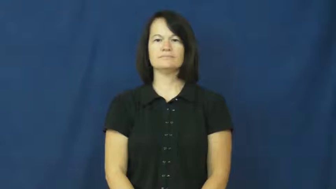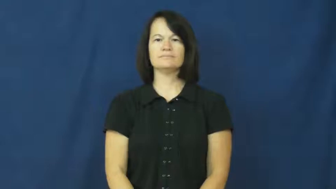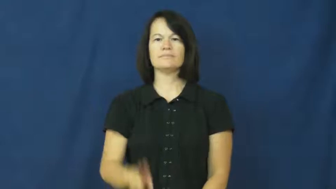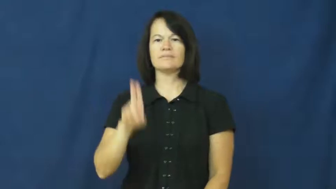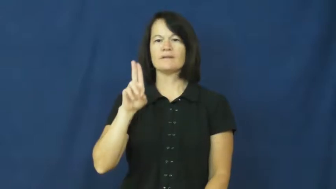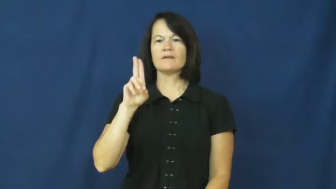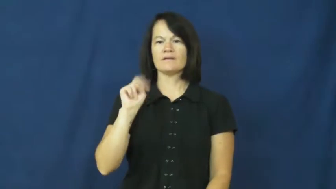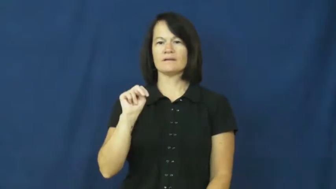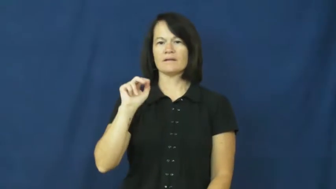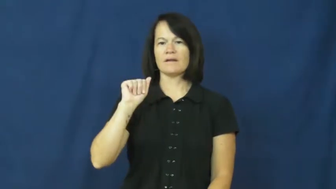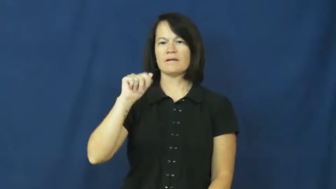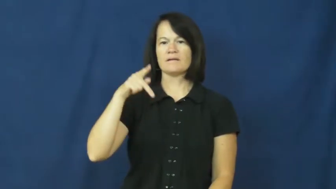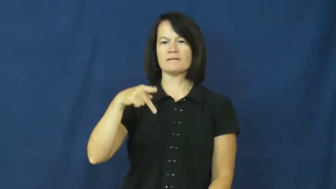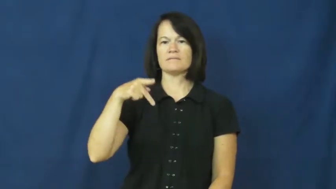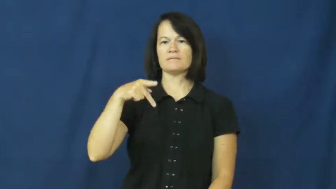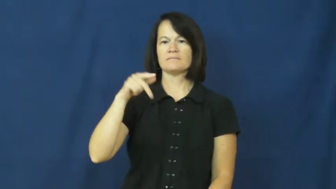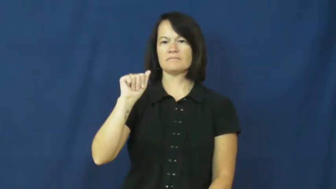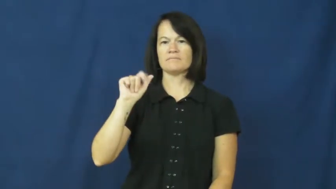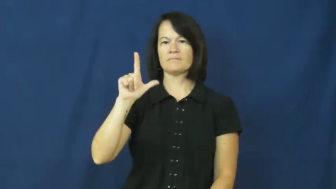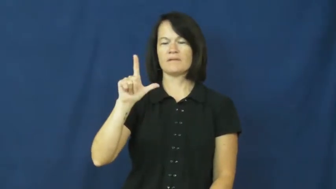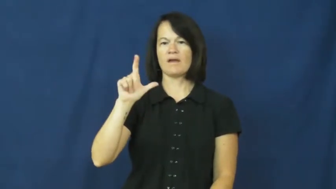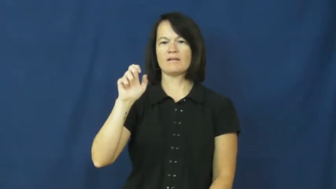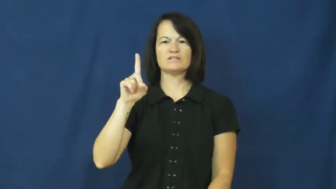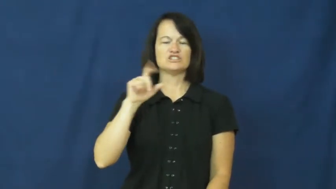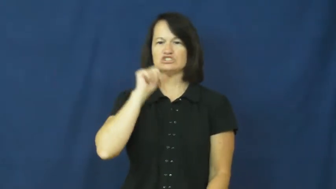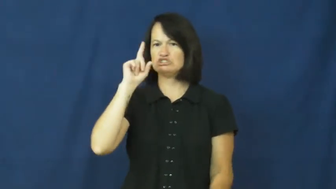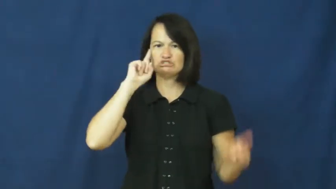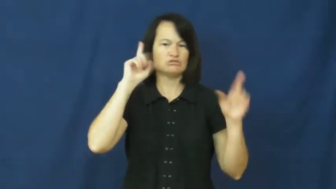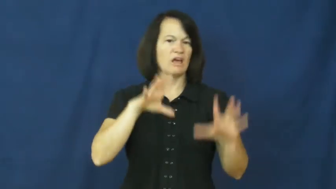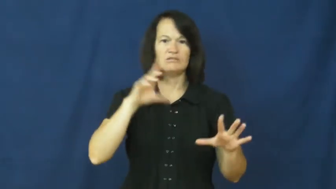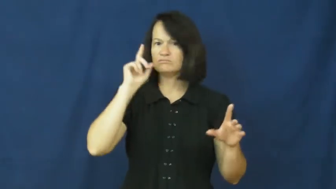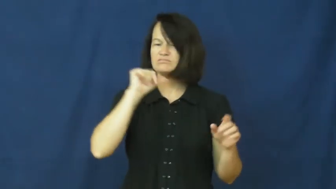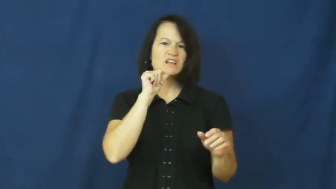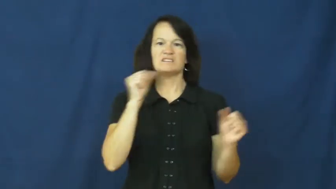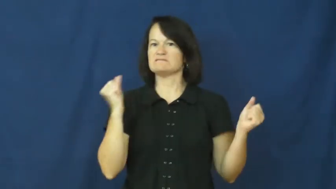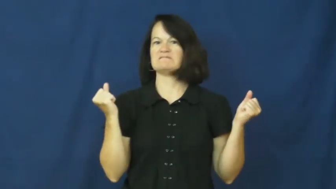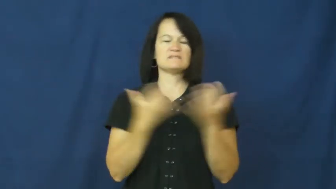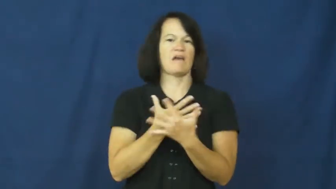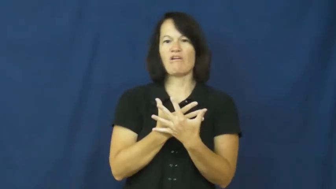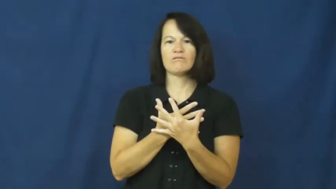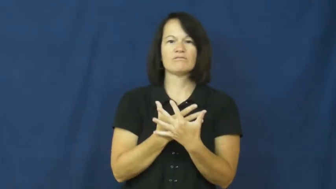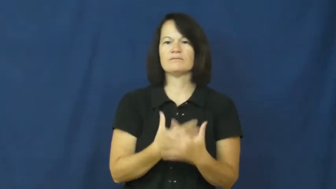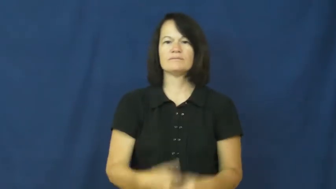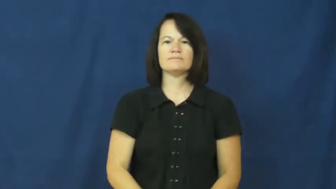unappalled